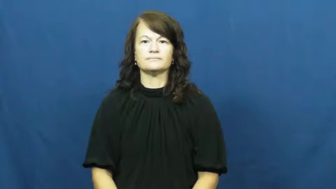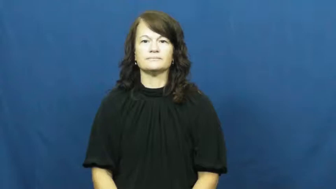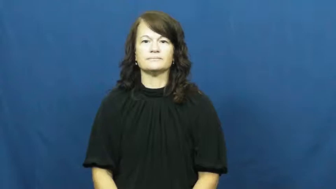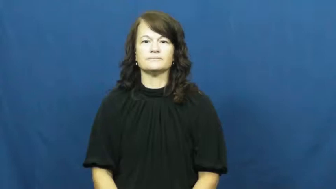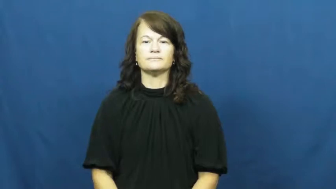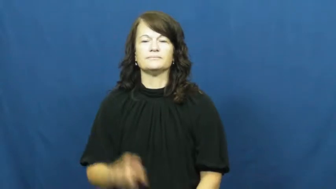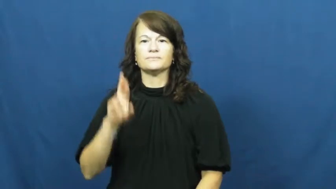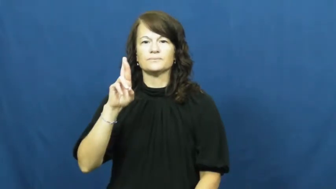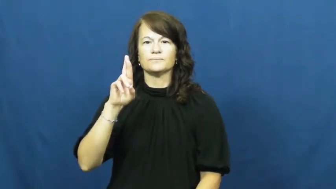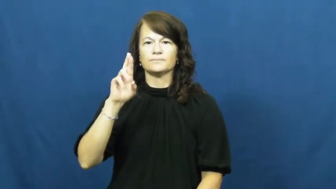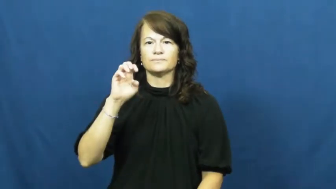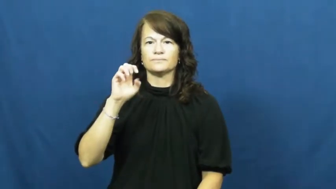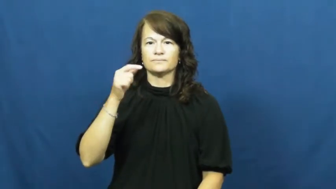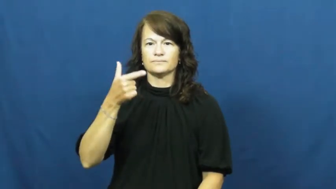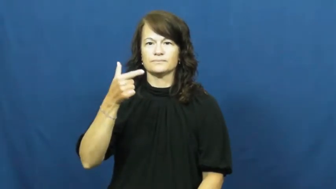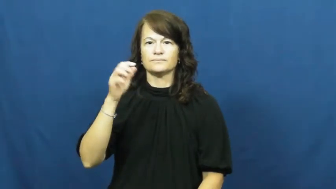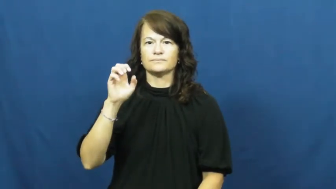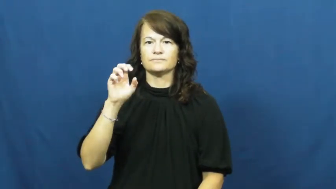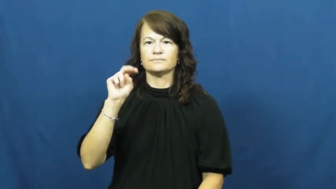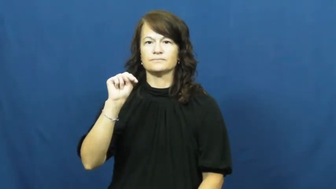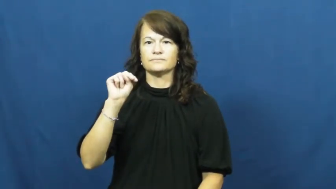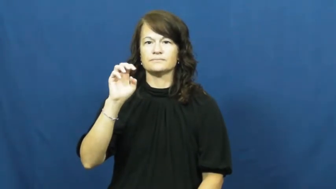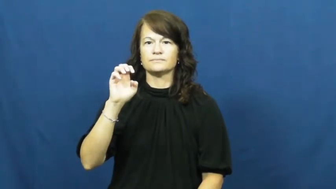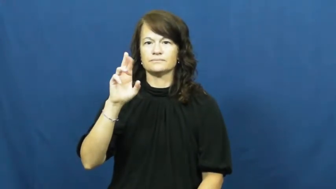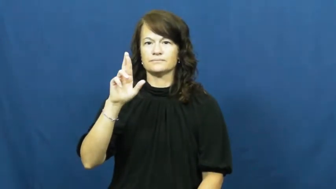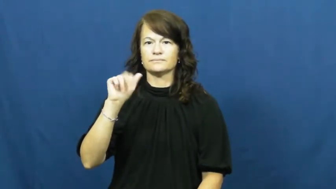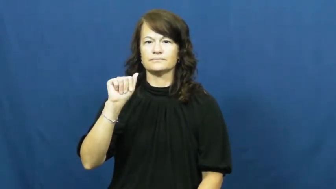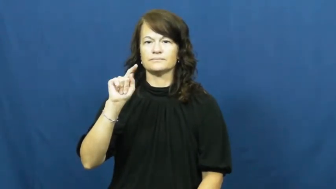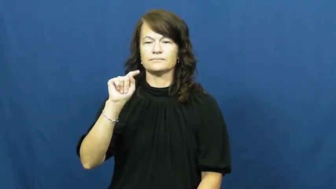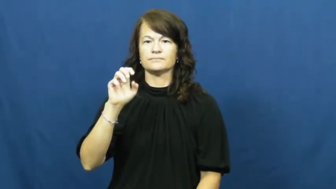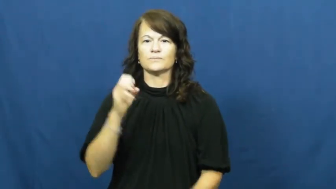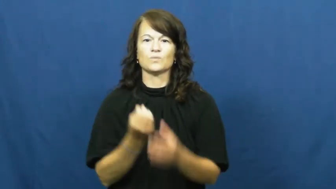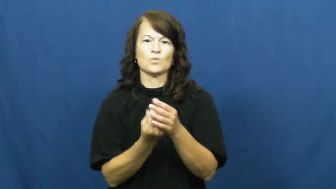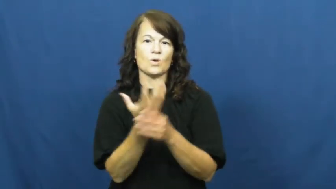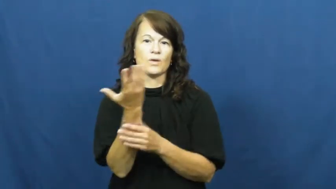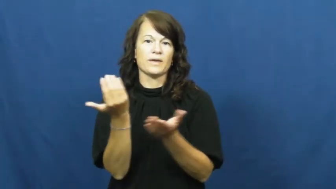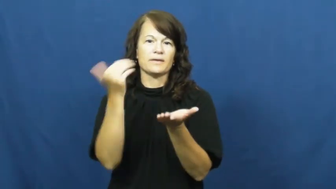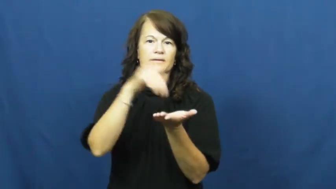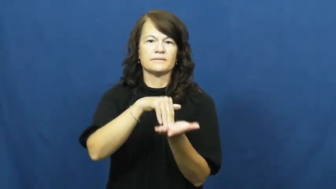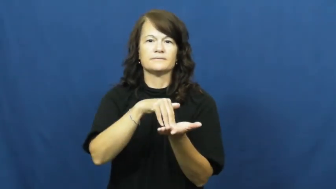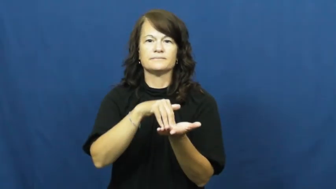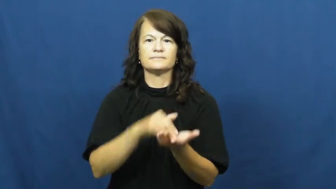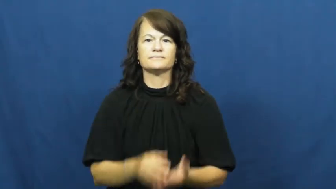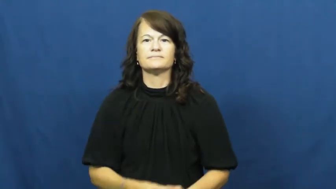regenerate